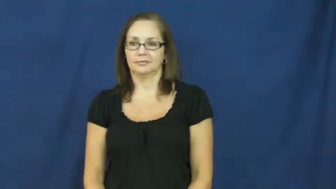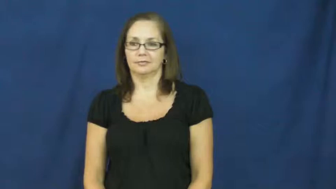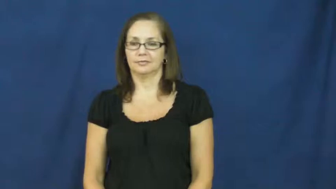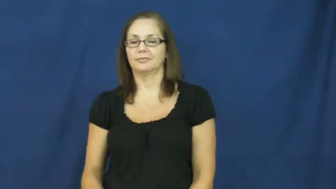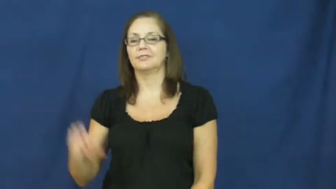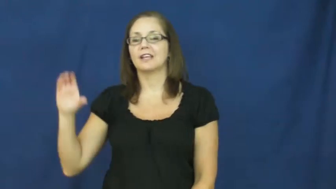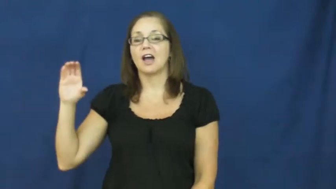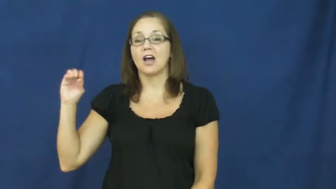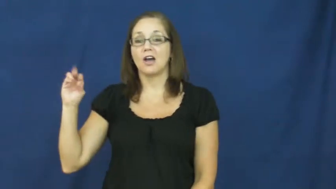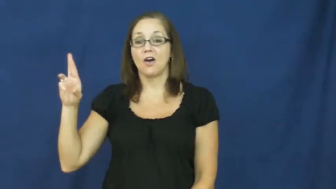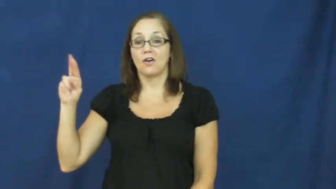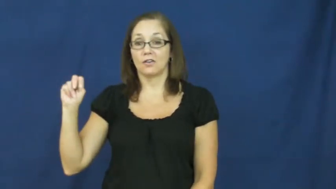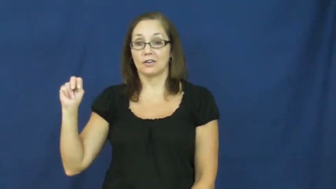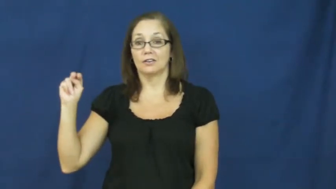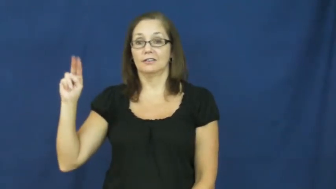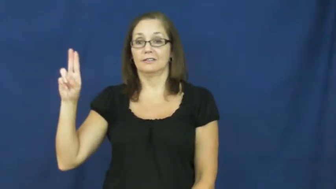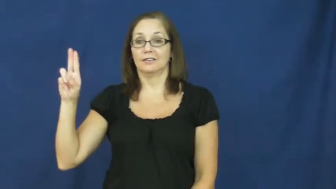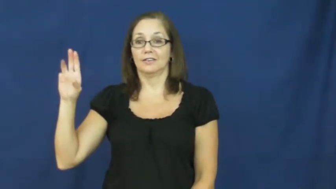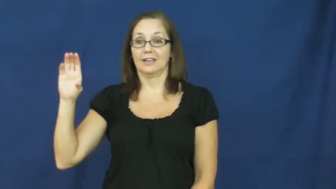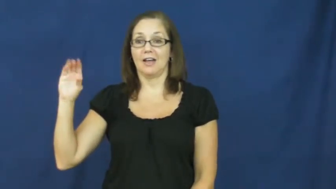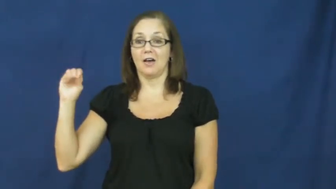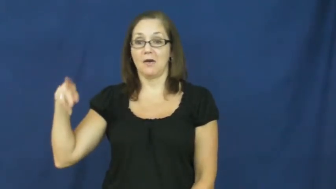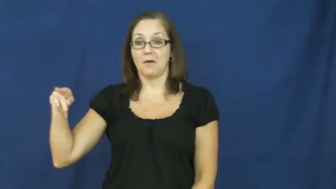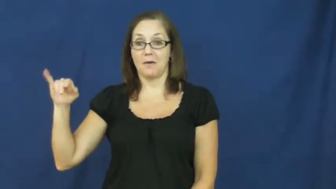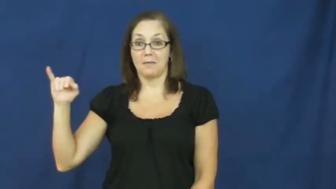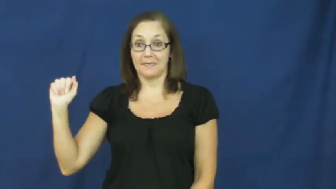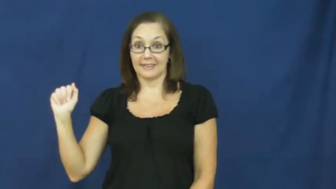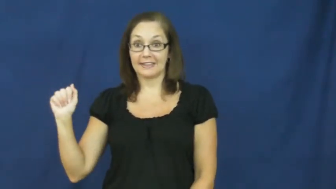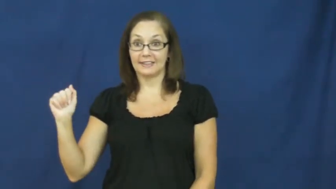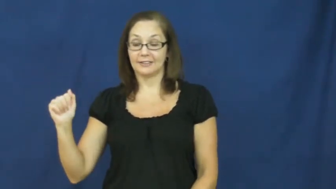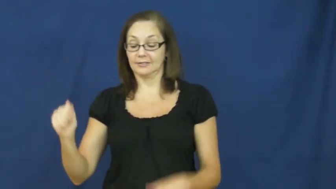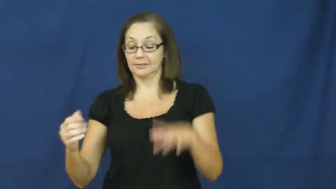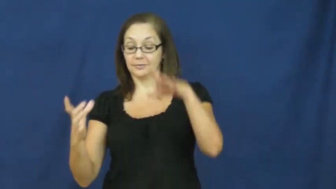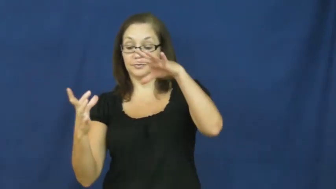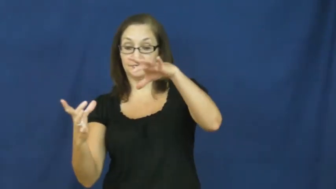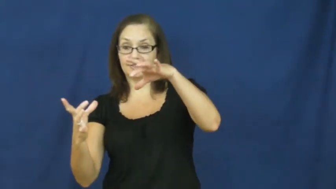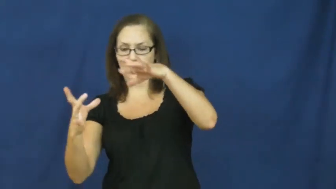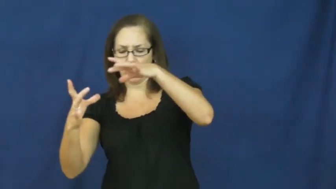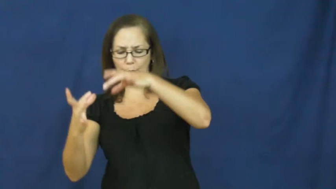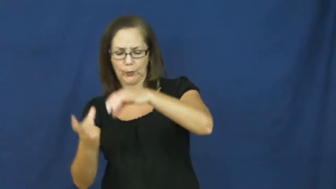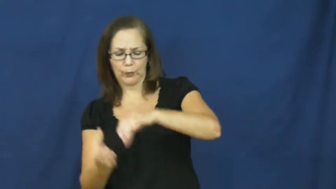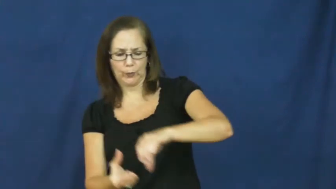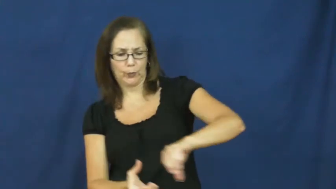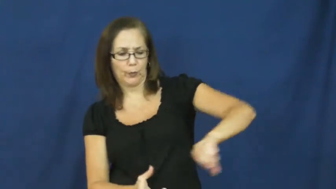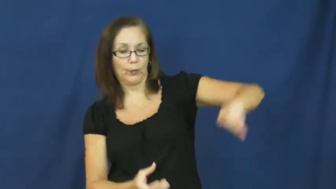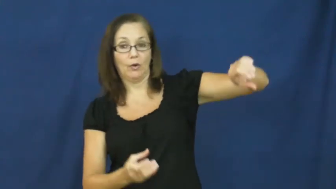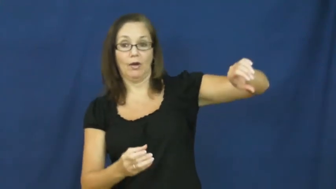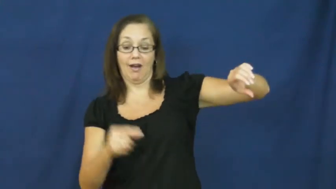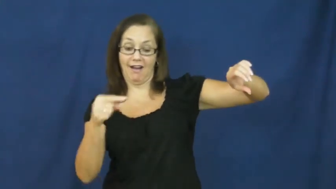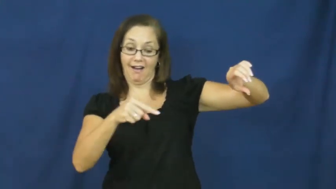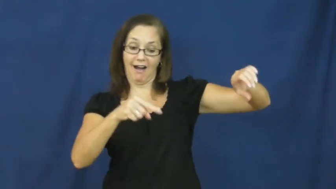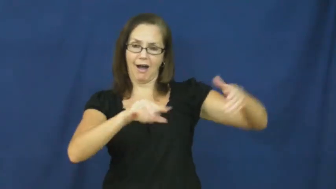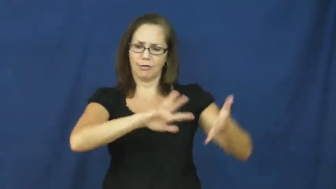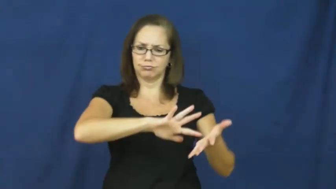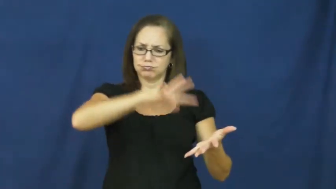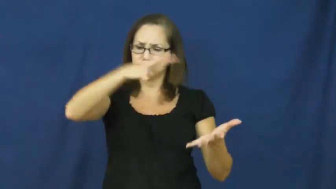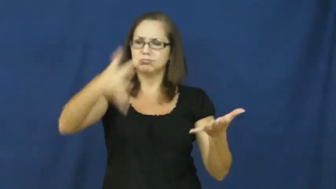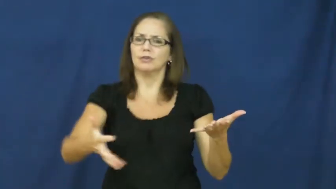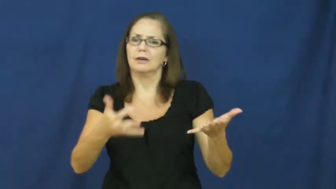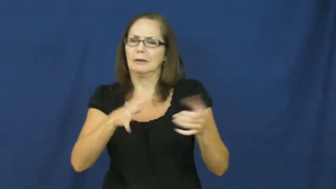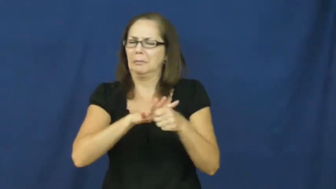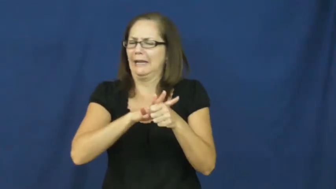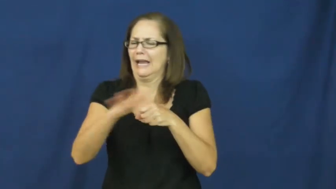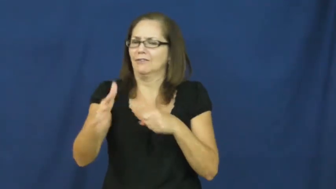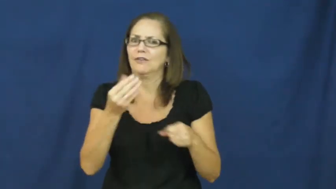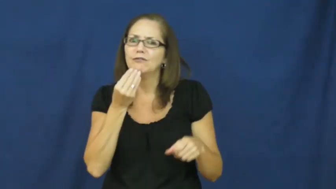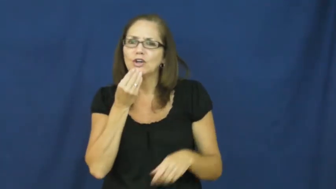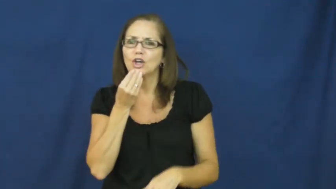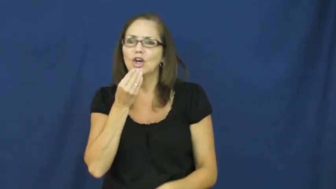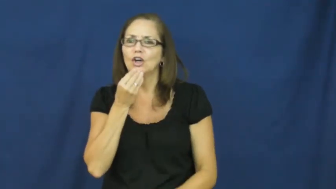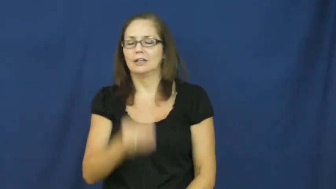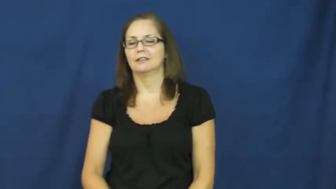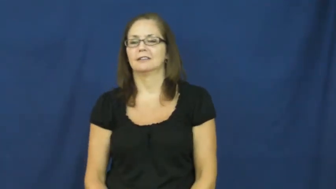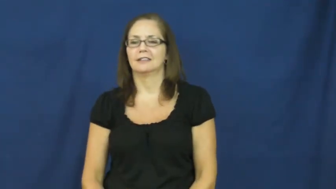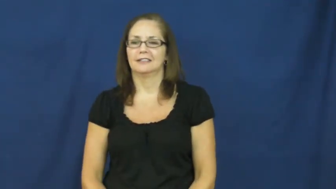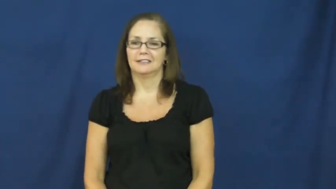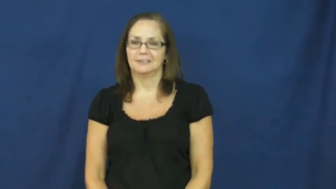cornucopia